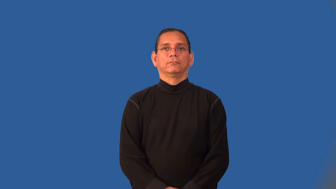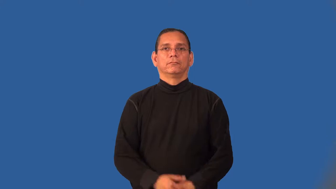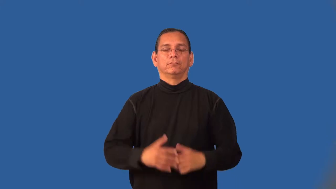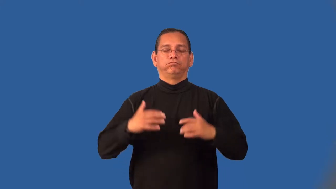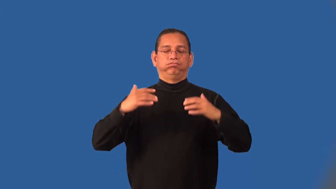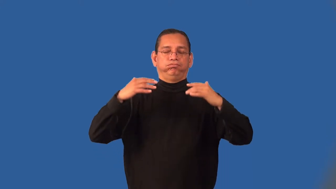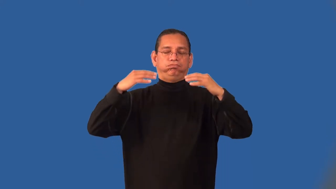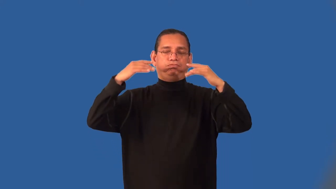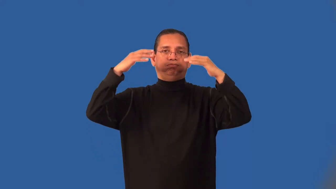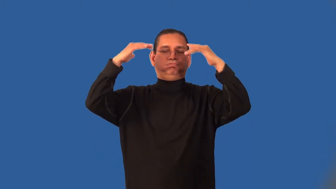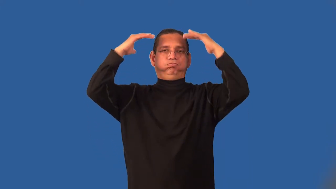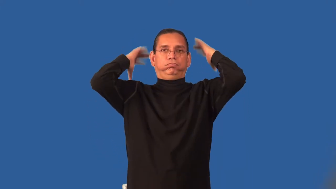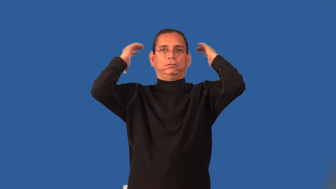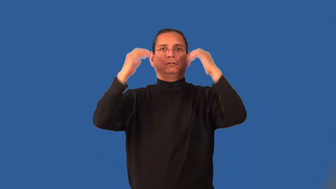inundate